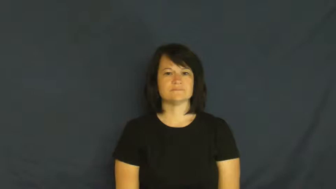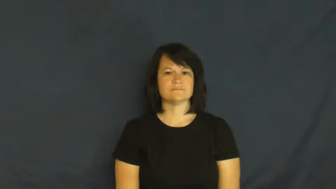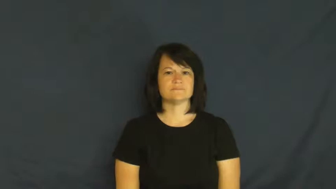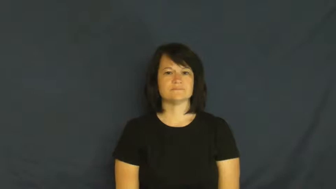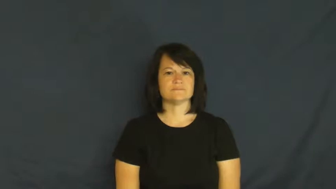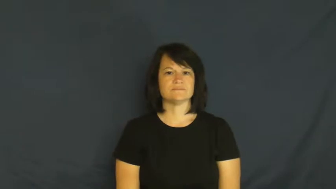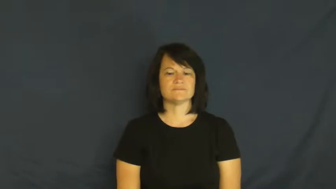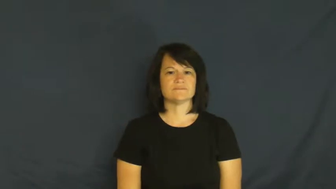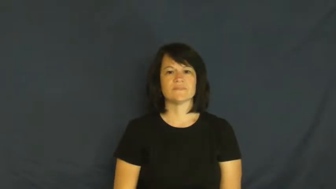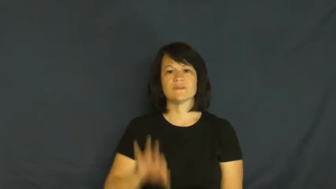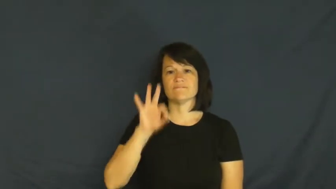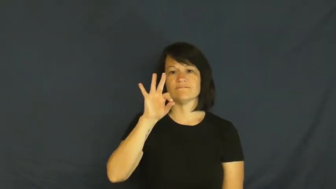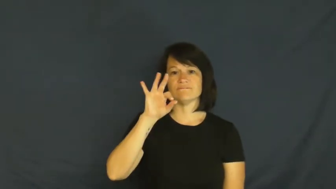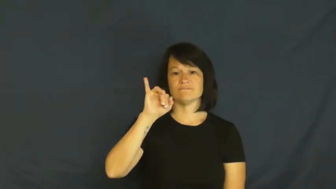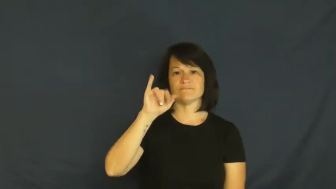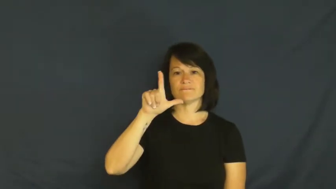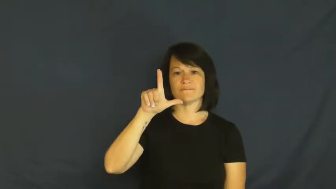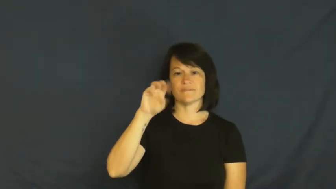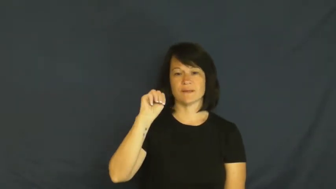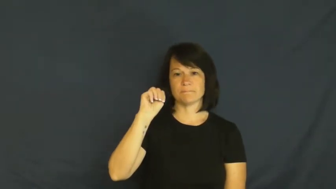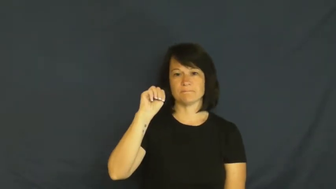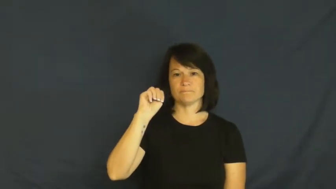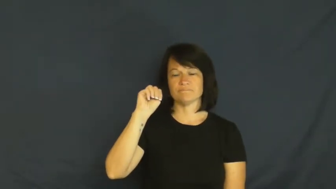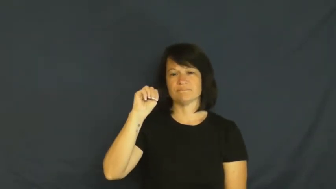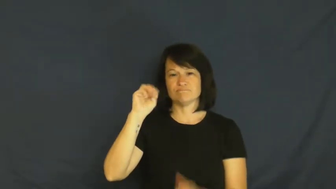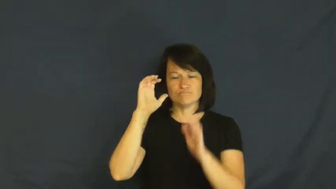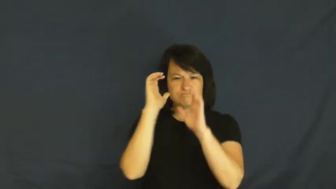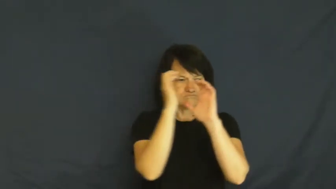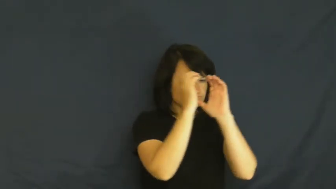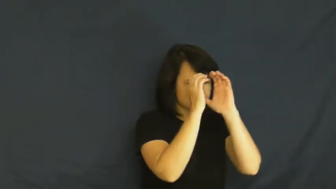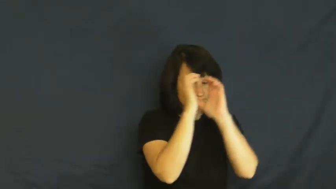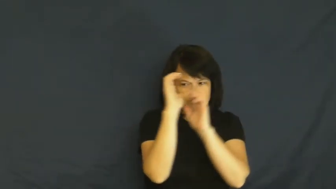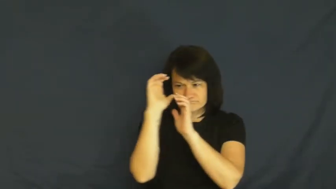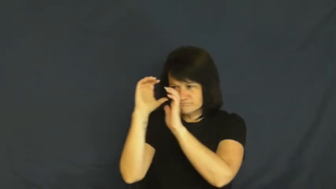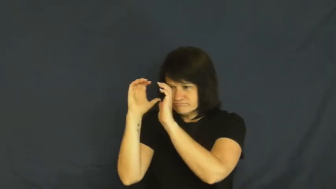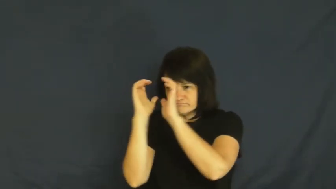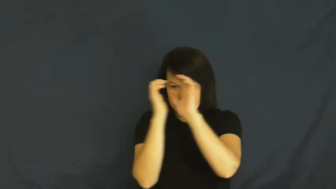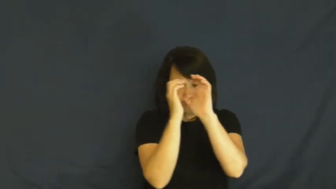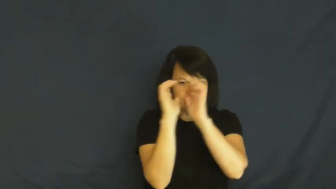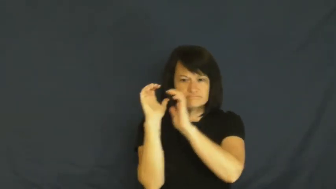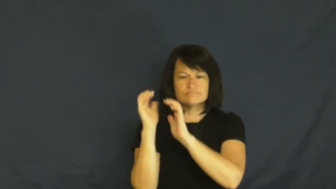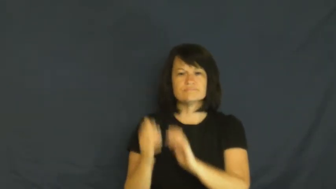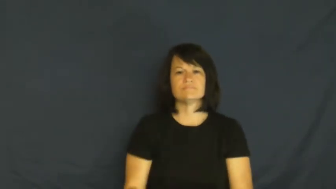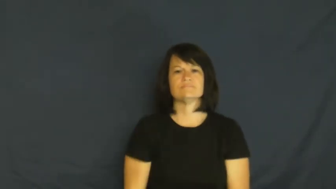film-verb